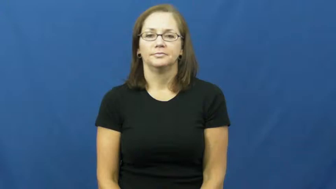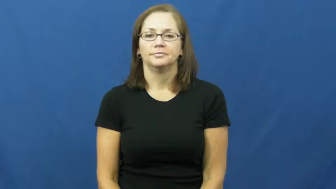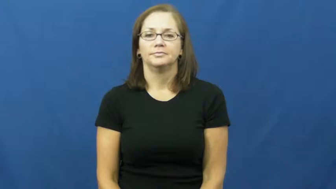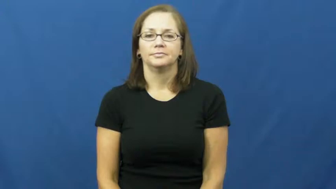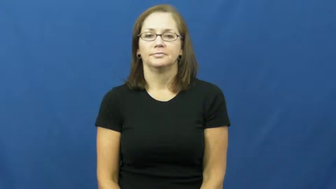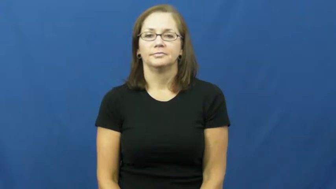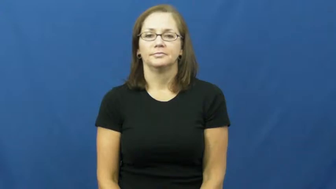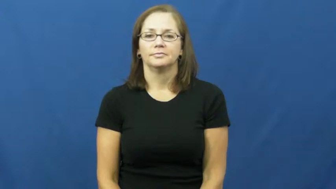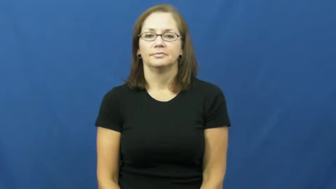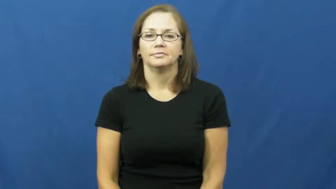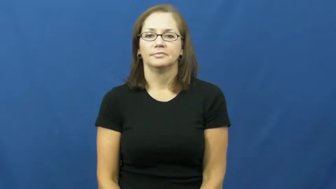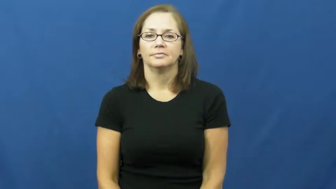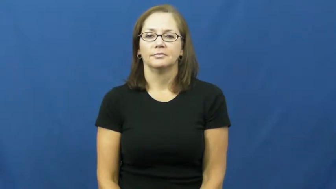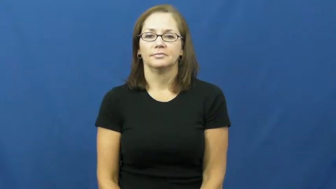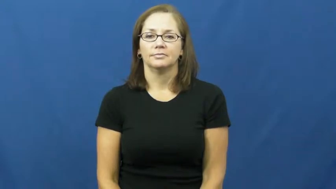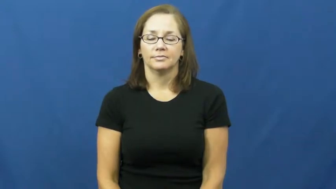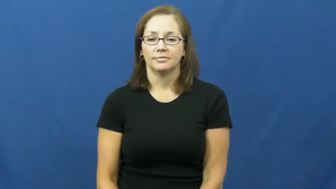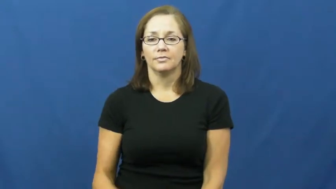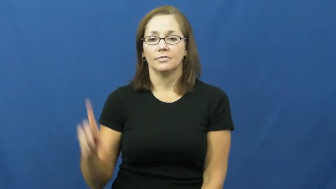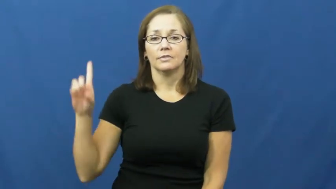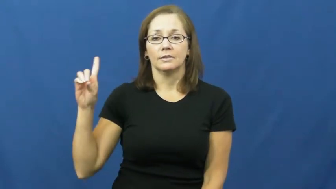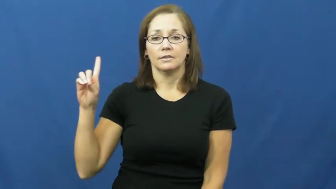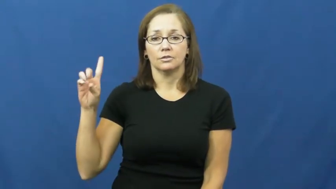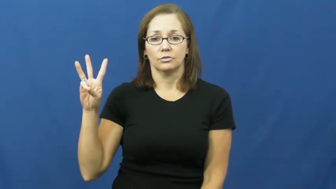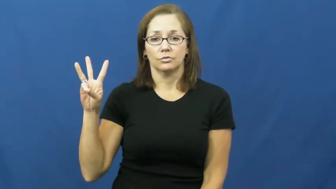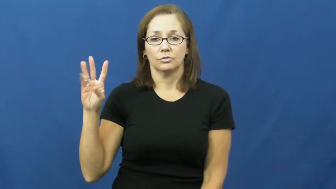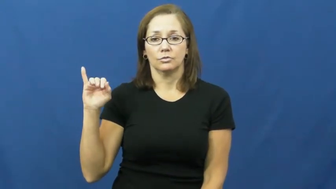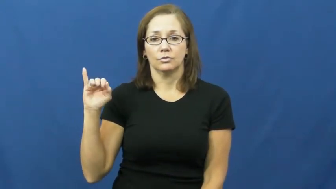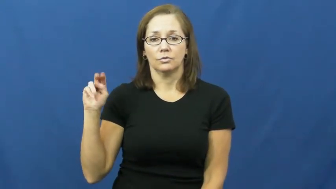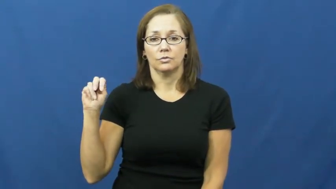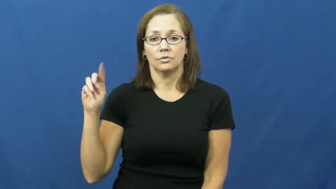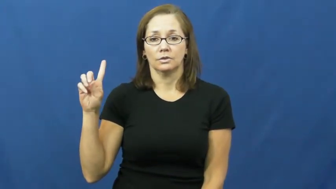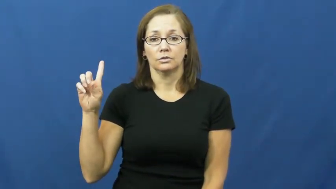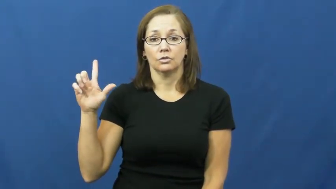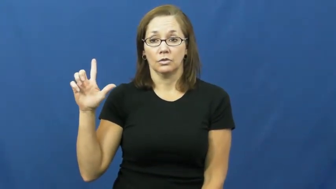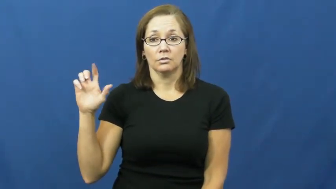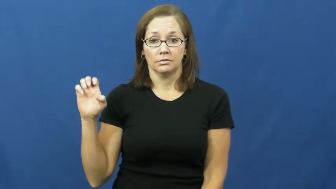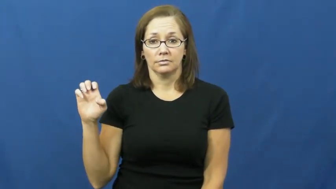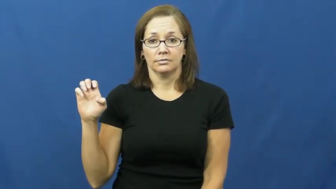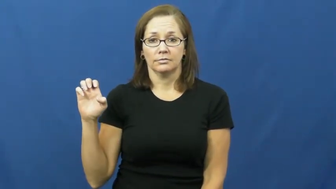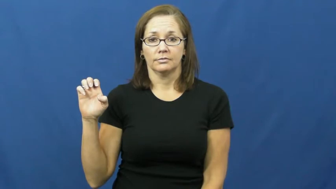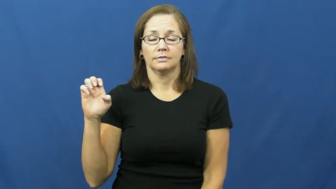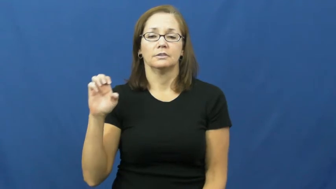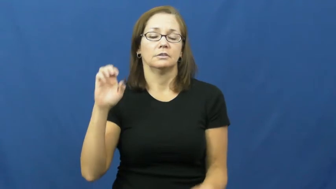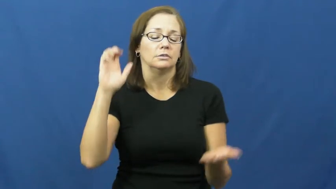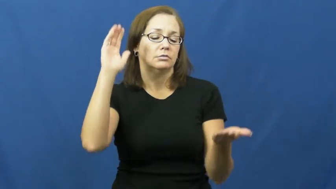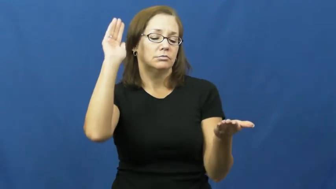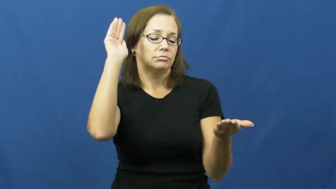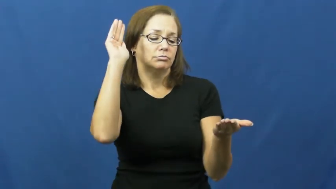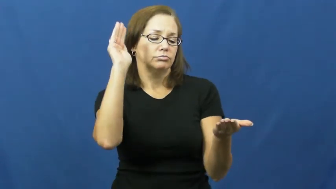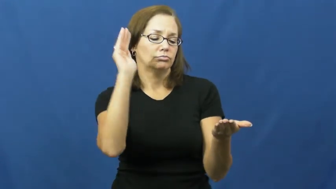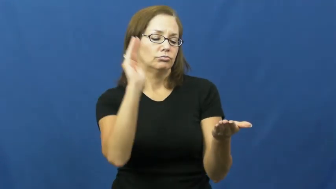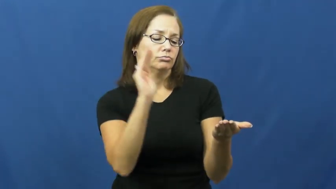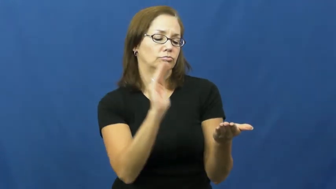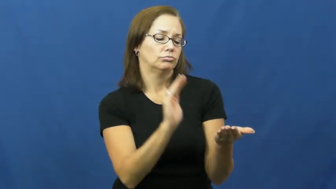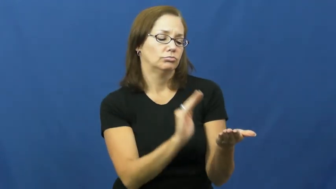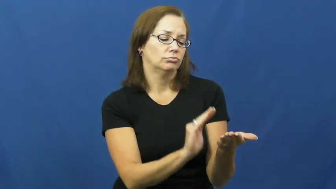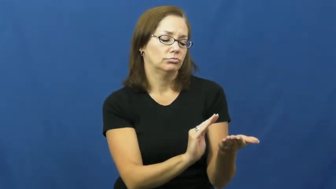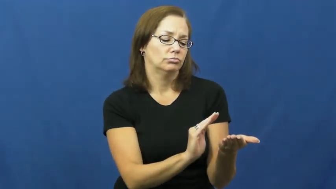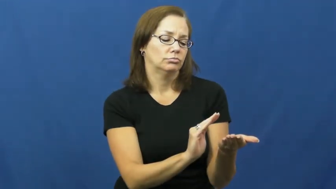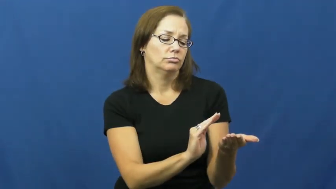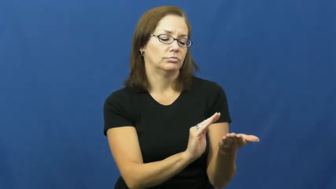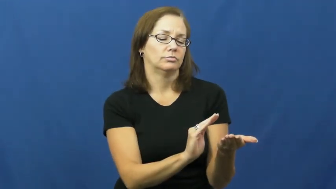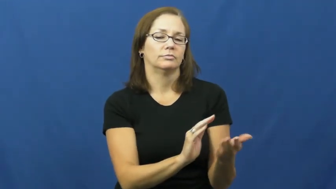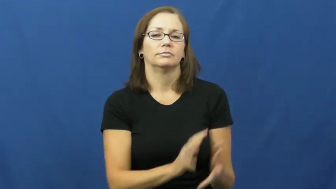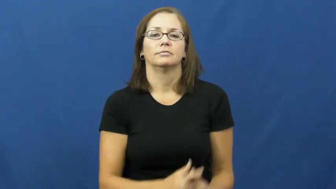dwindle,dwindle away,dwindle down